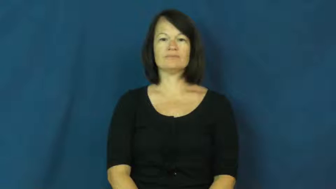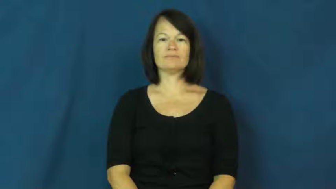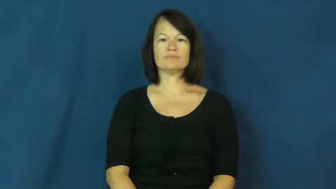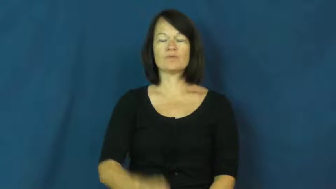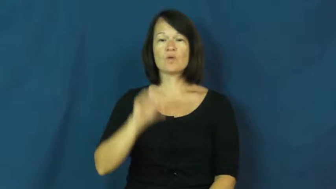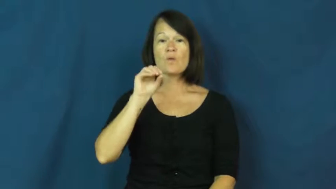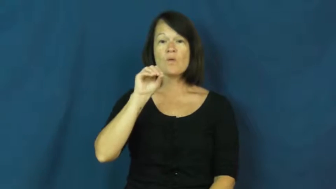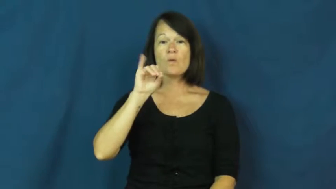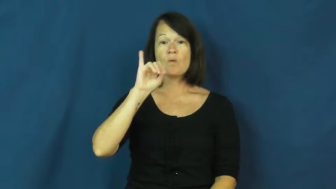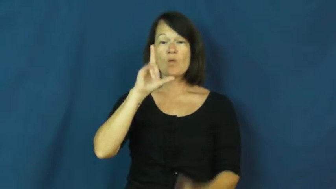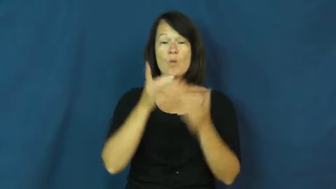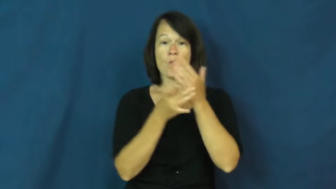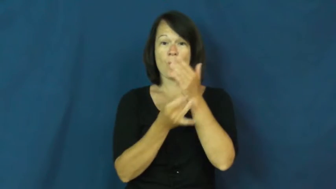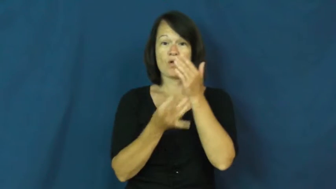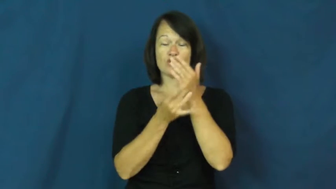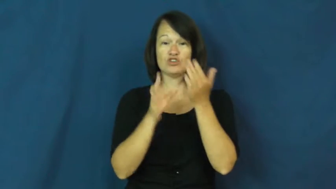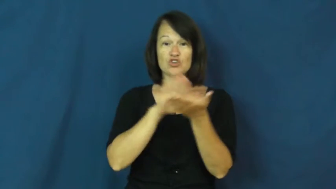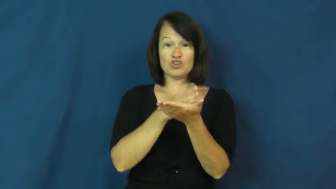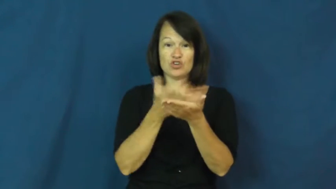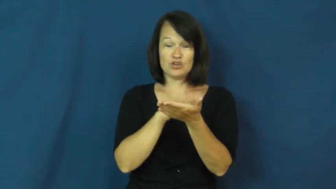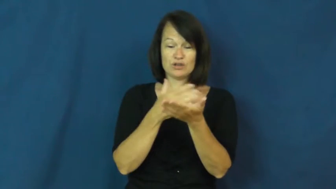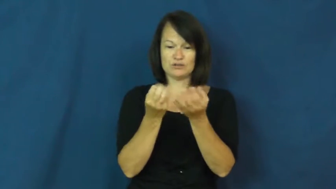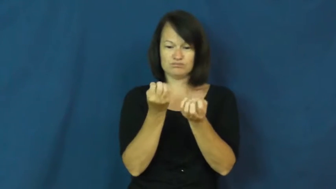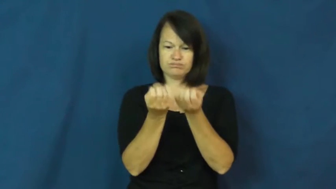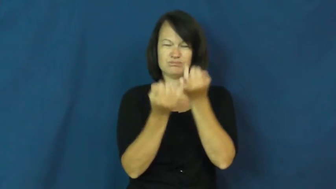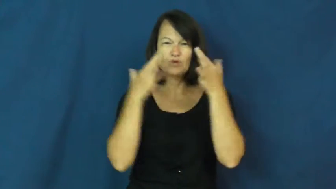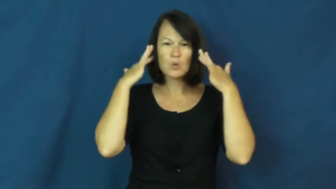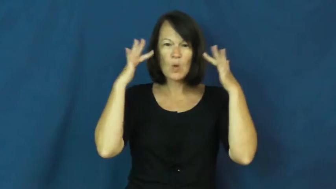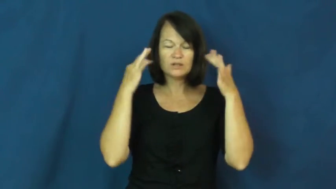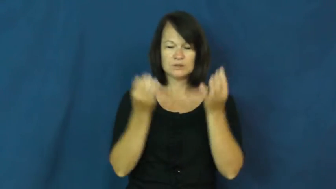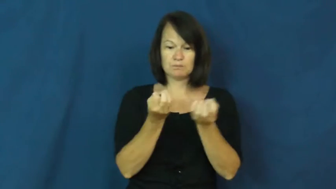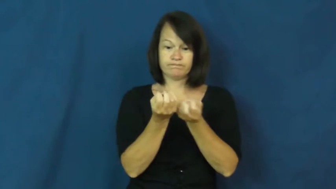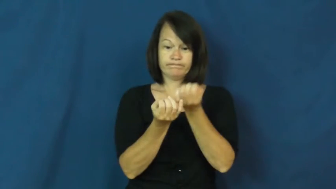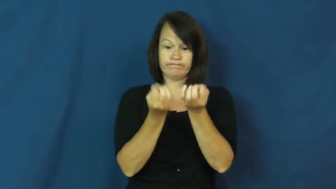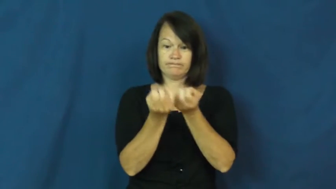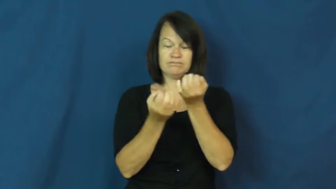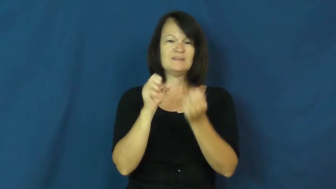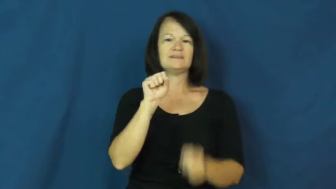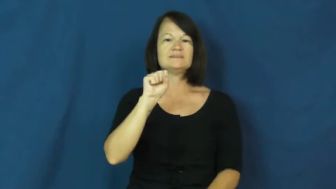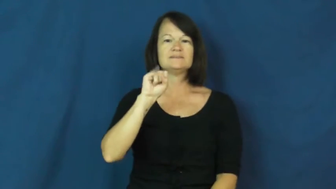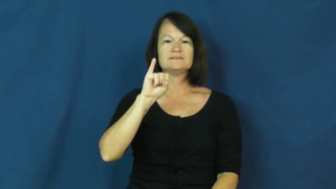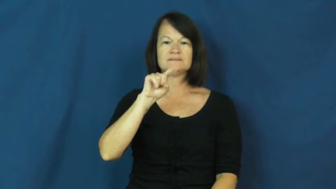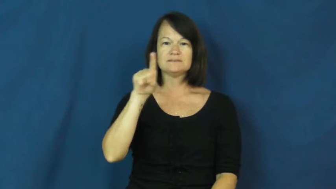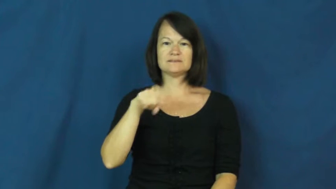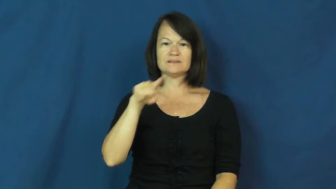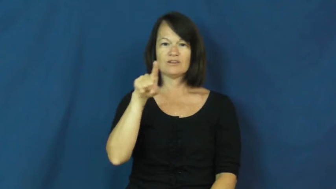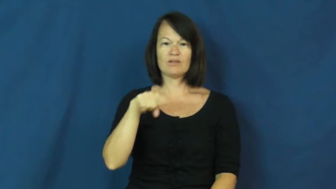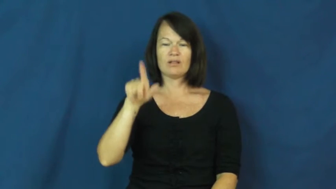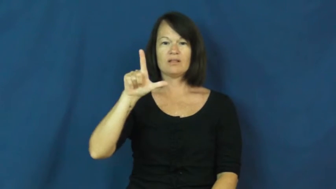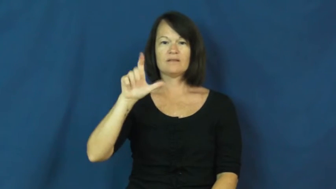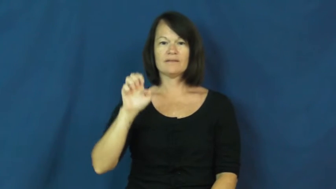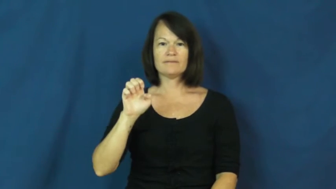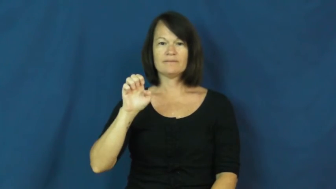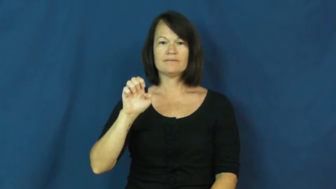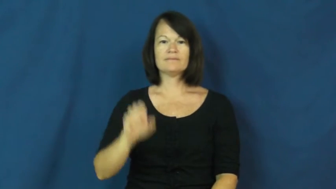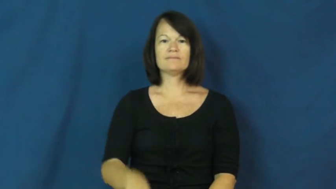sizzle